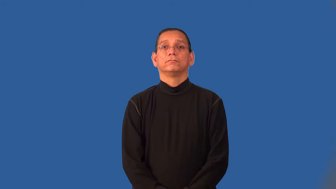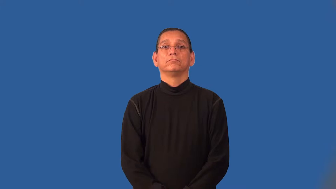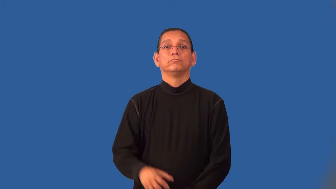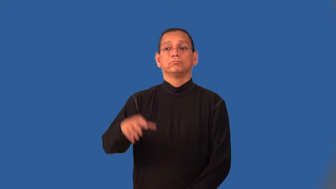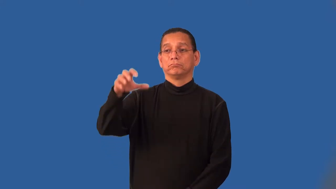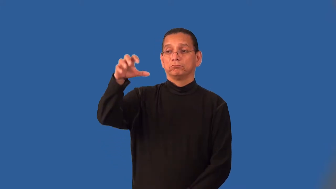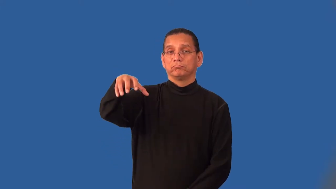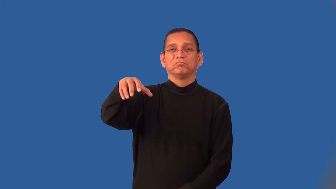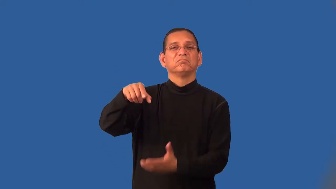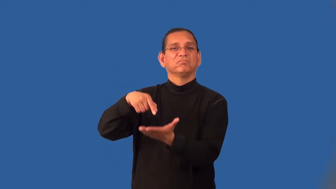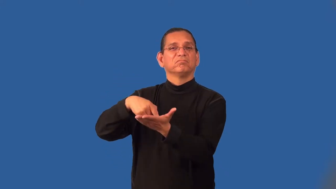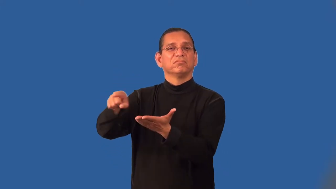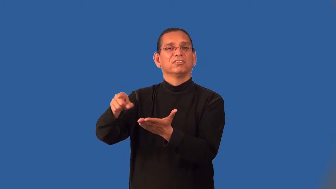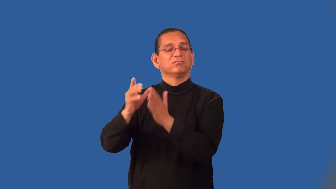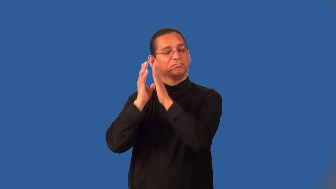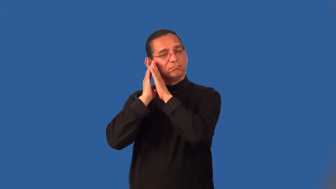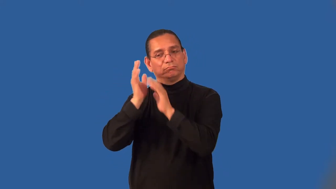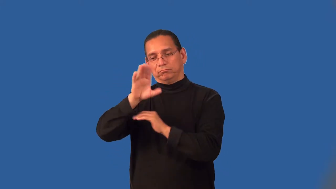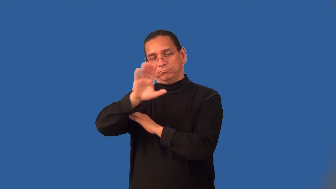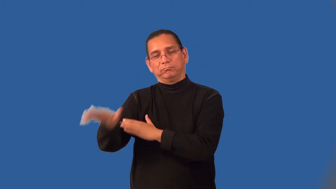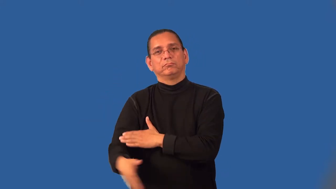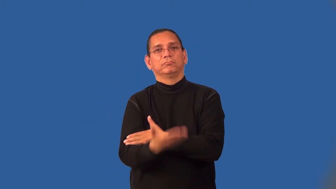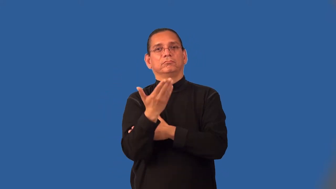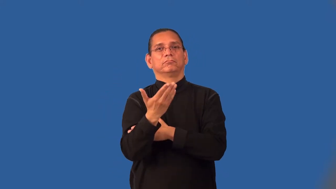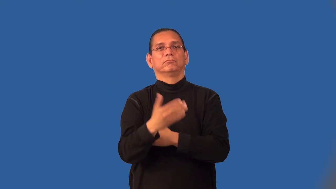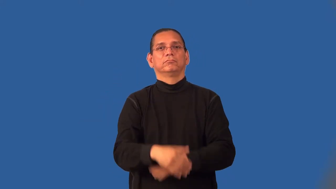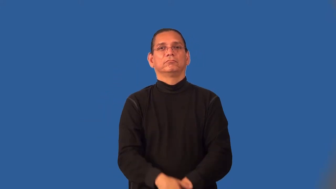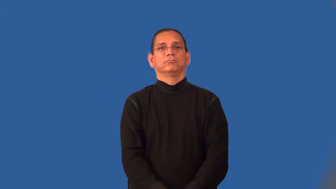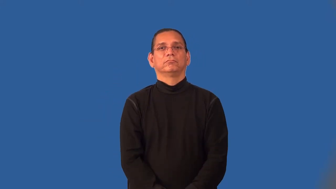inn